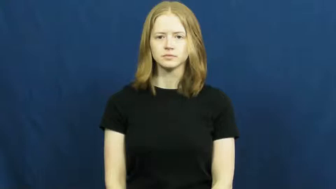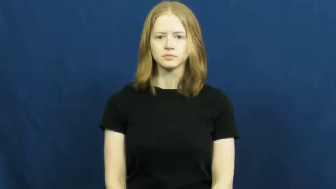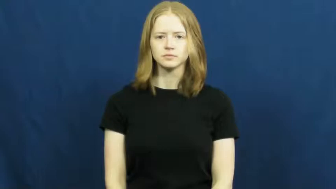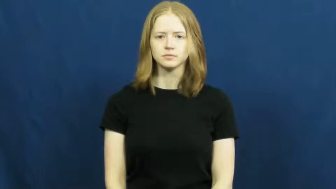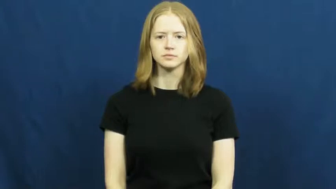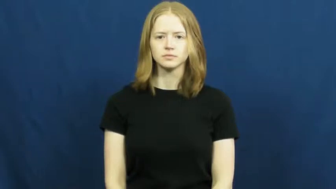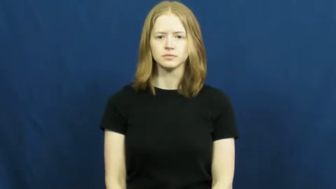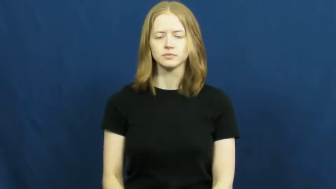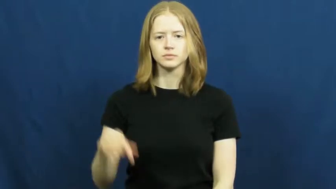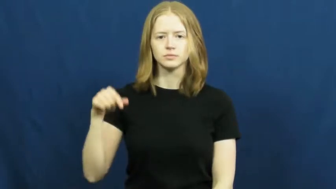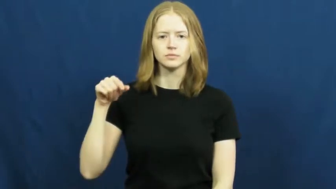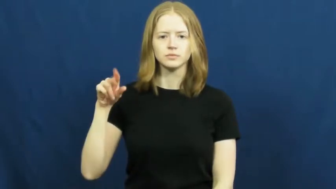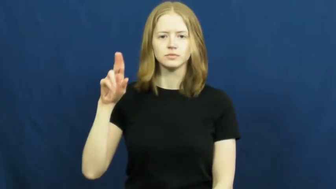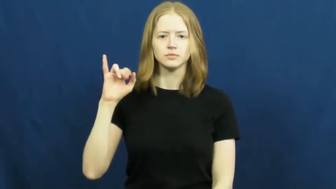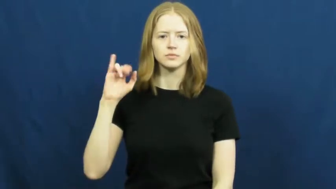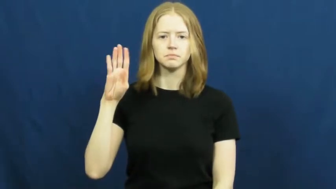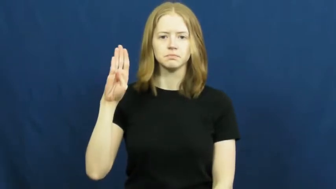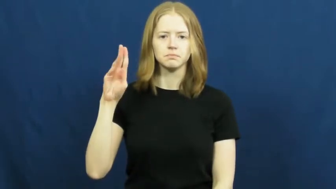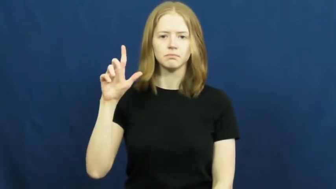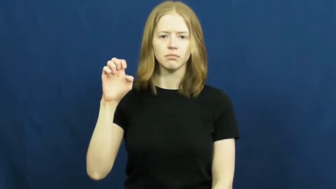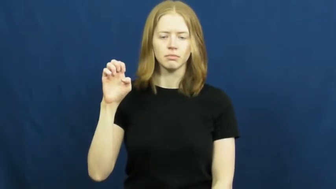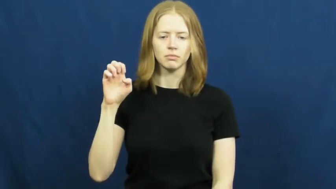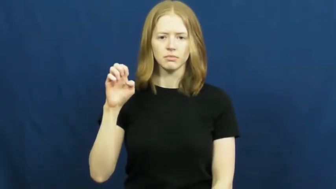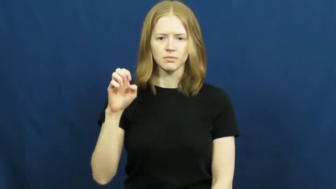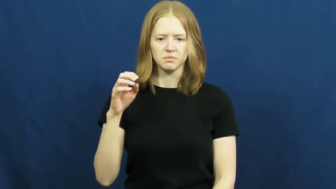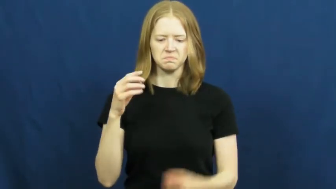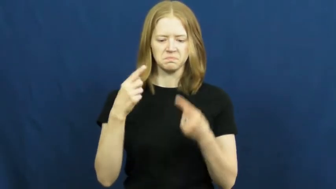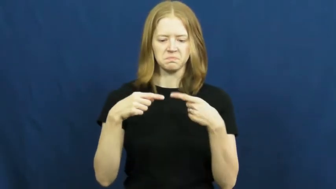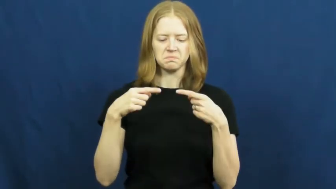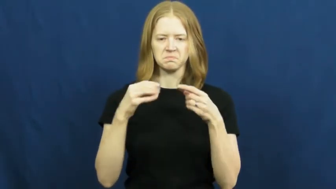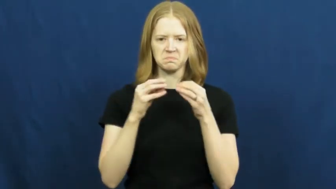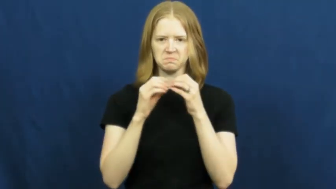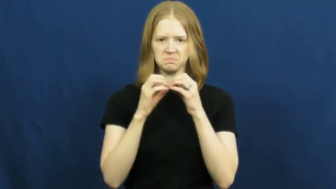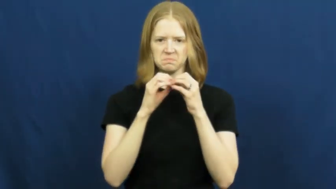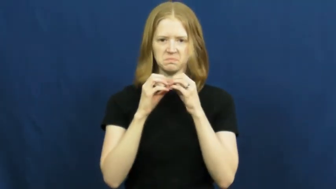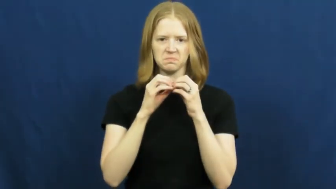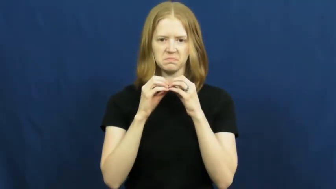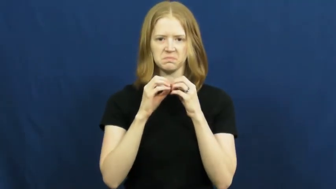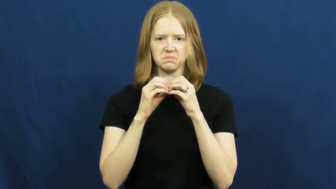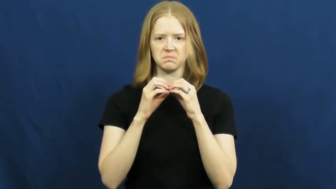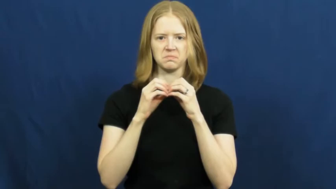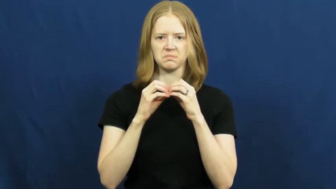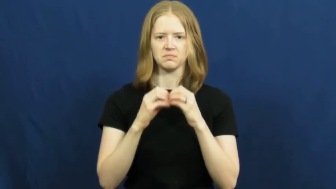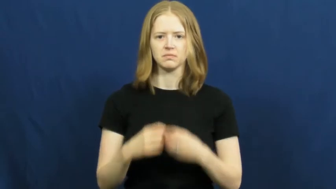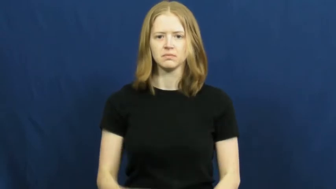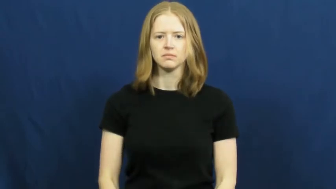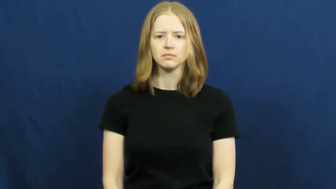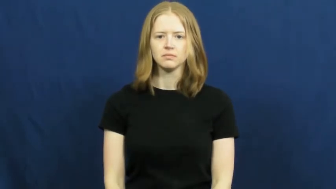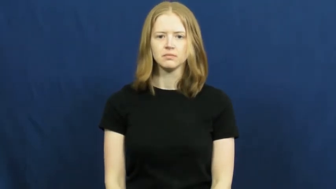quibble